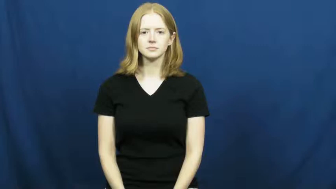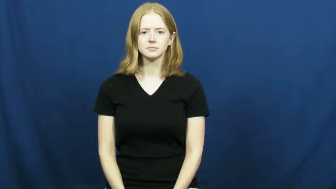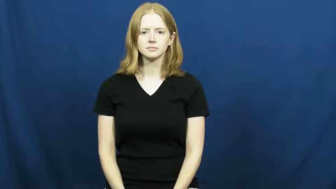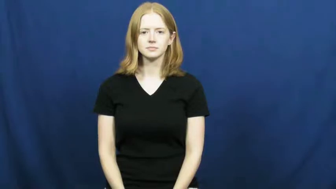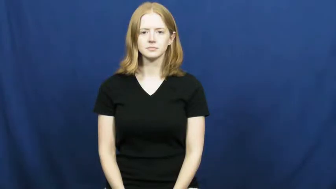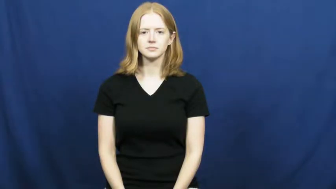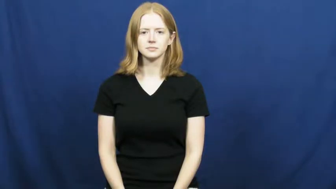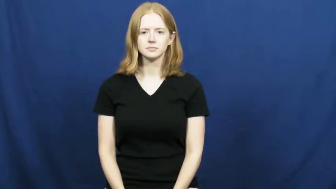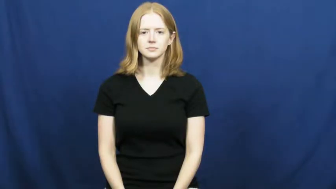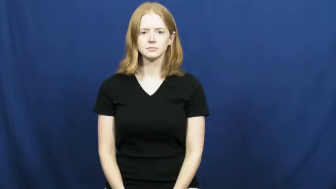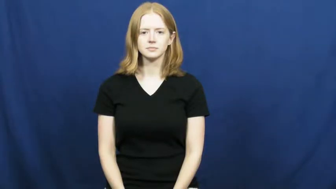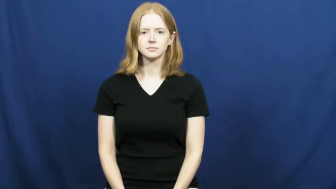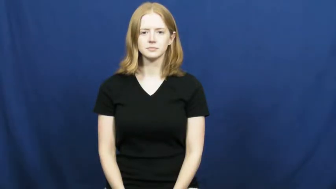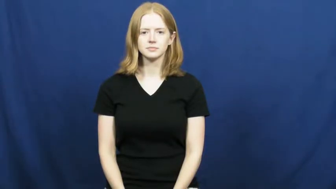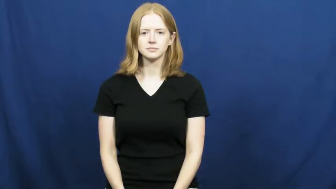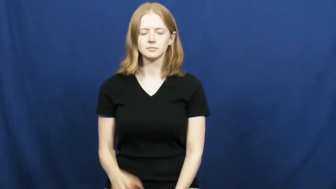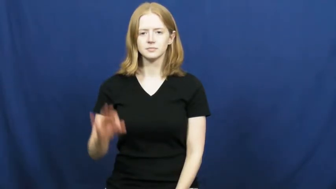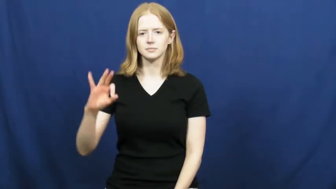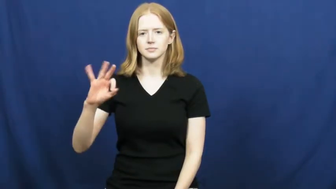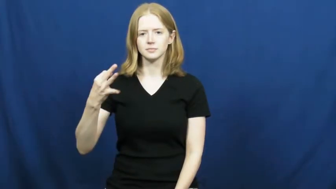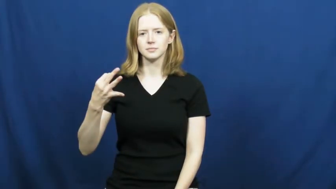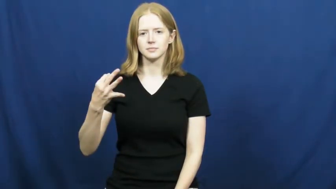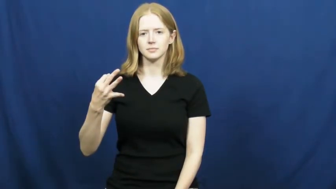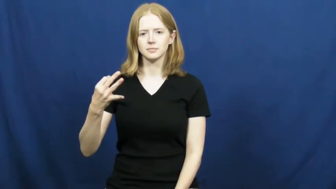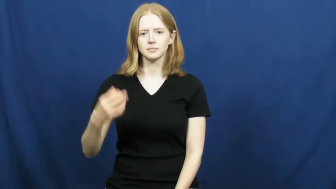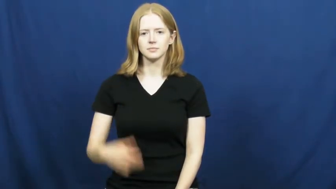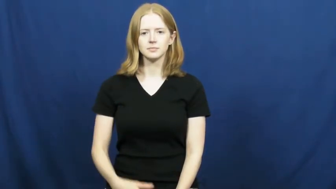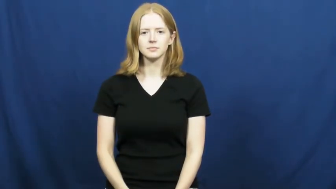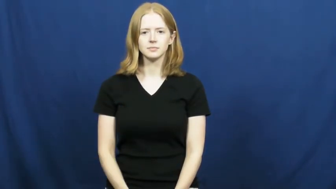ninth